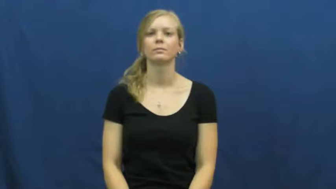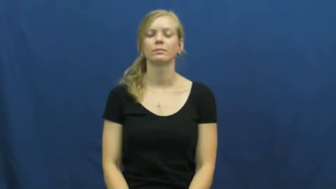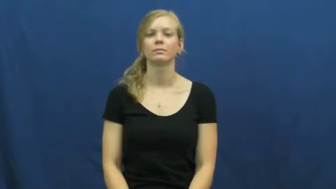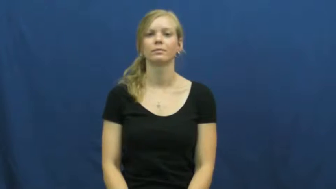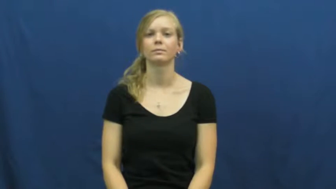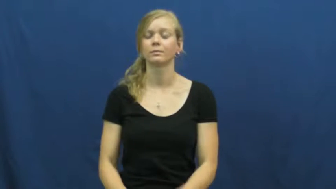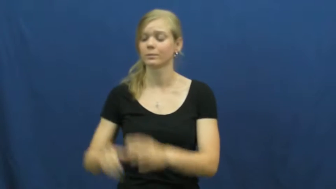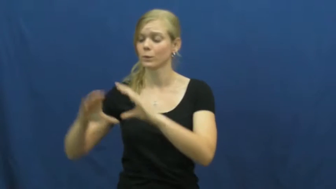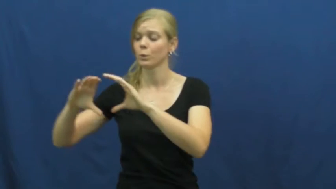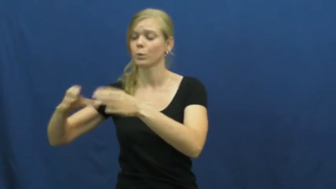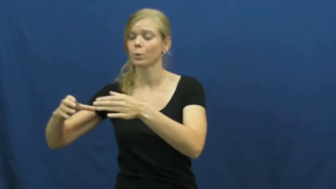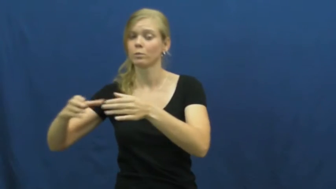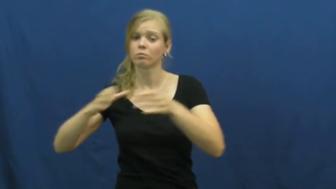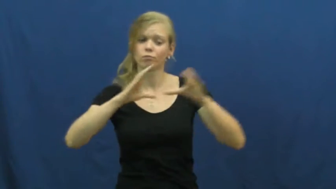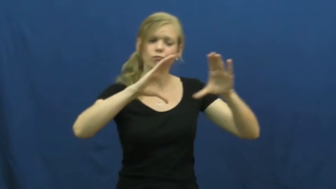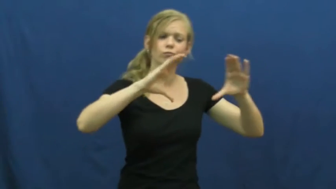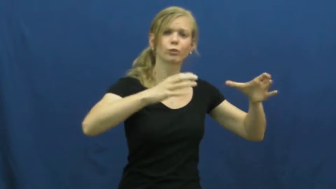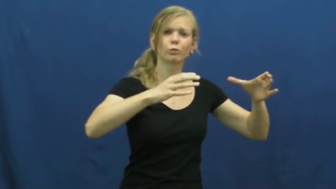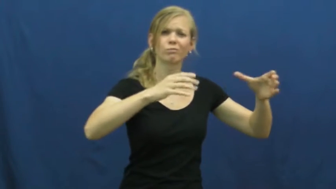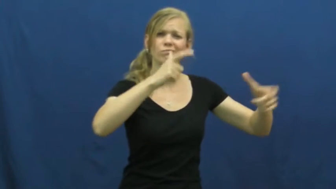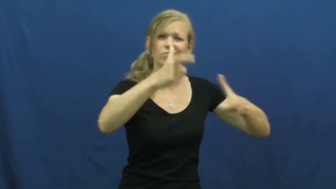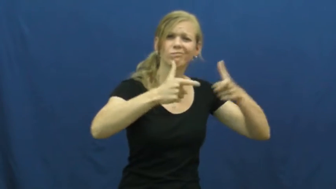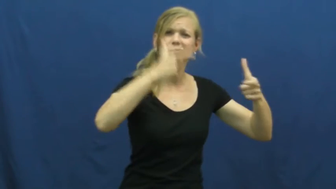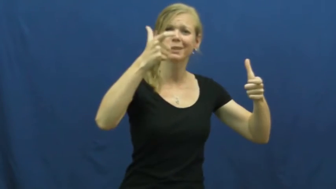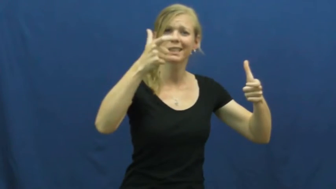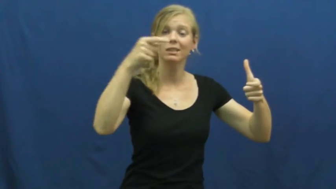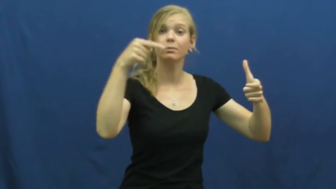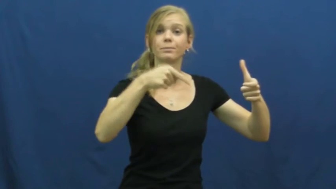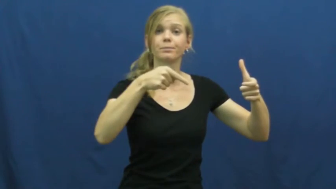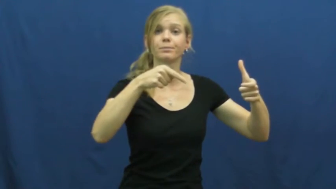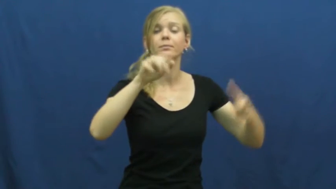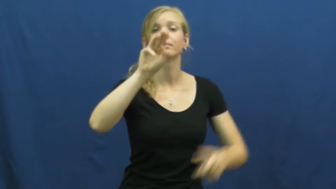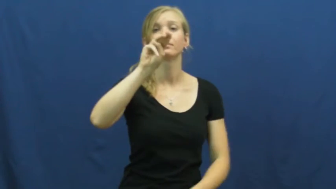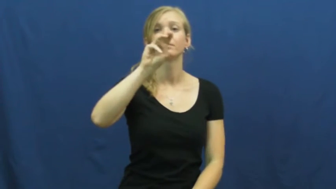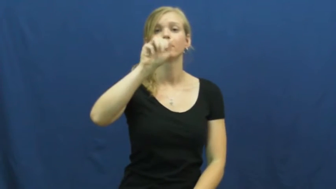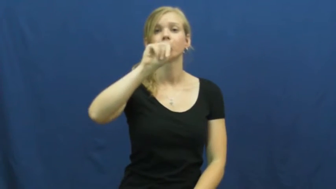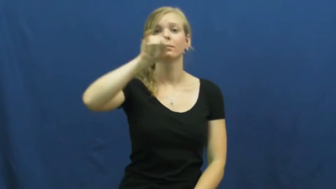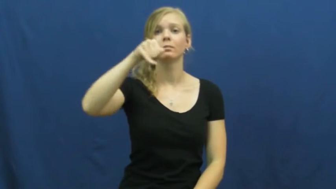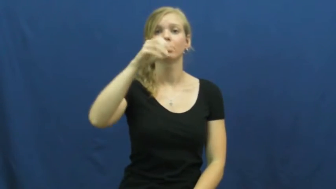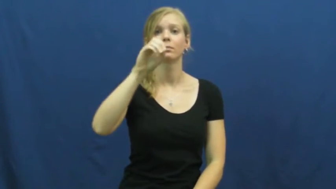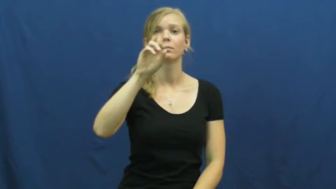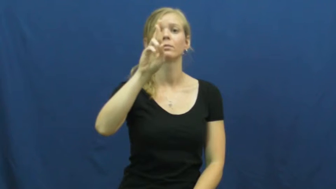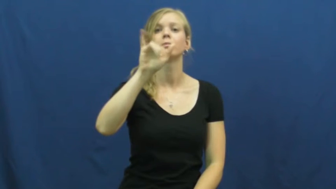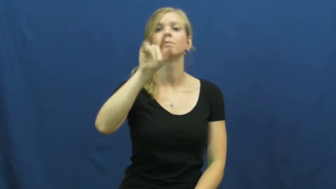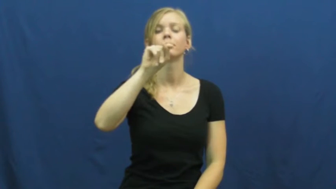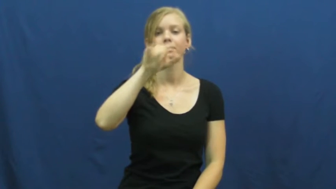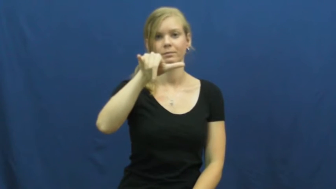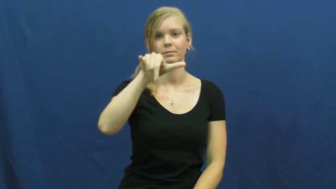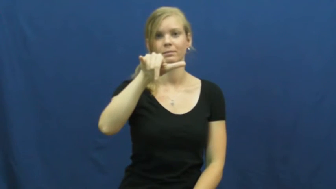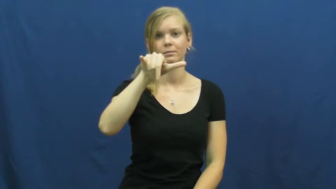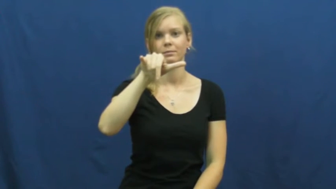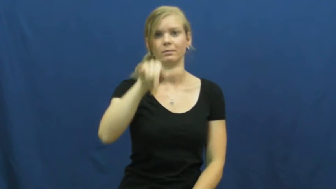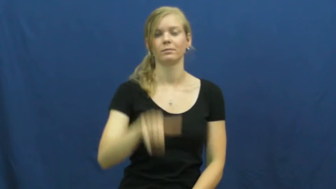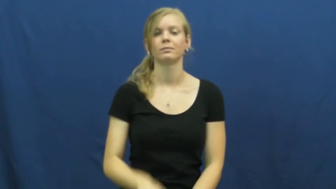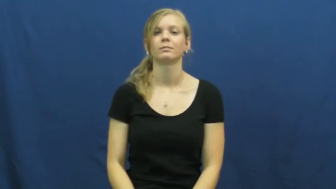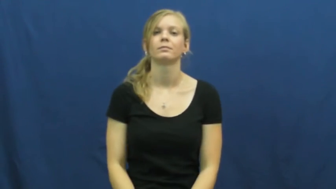majority